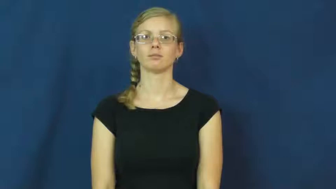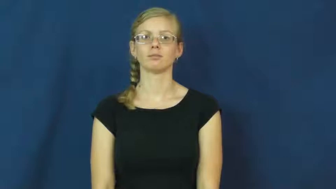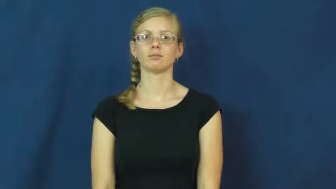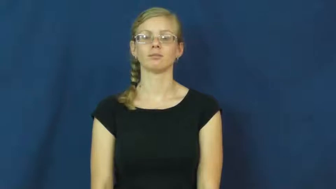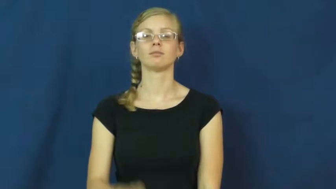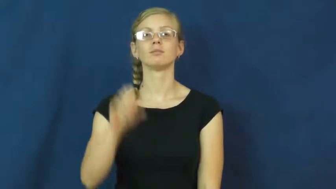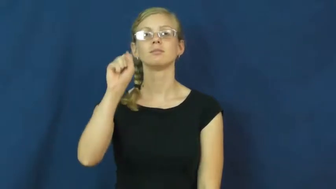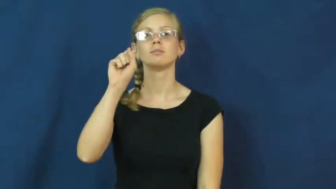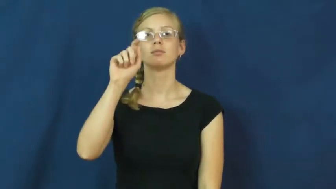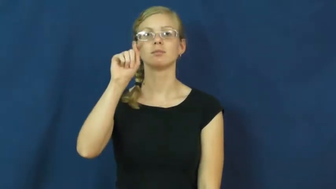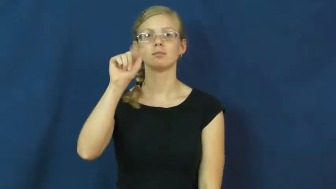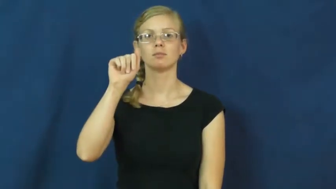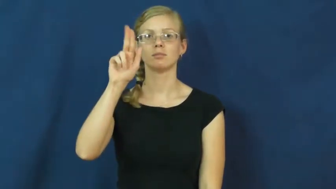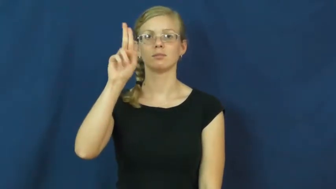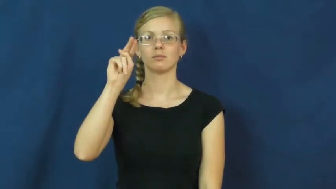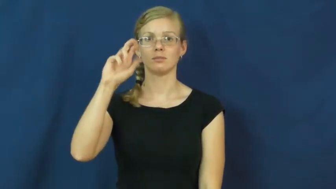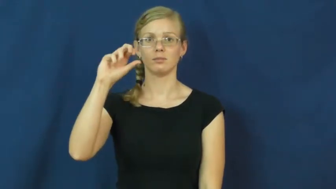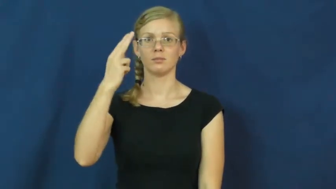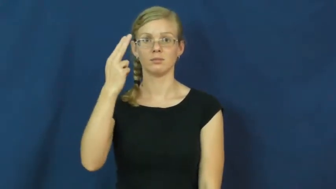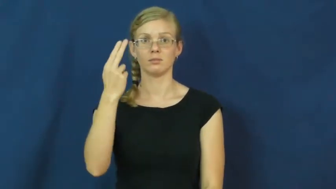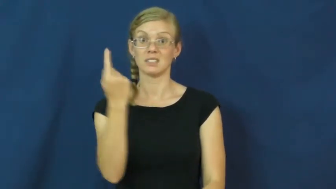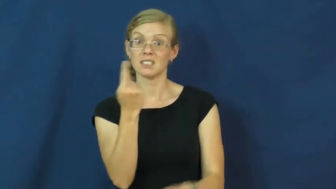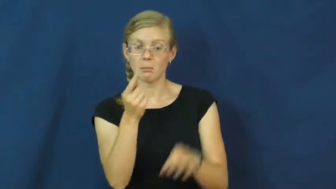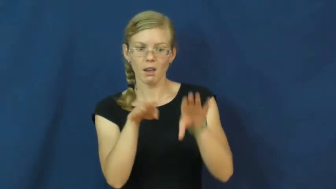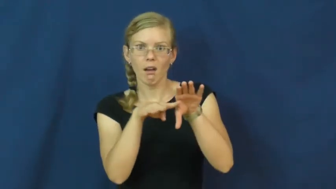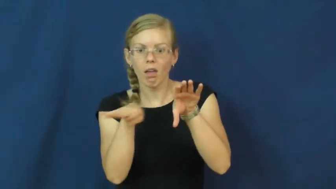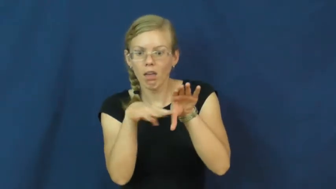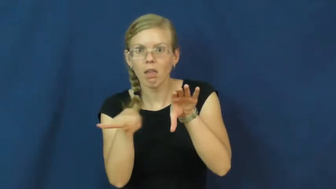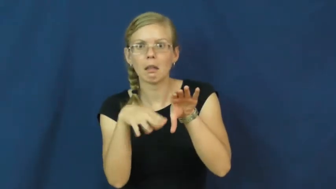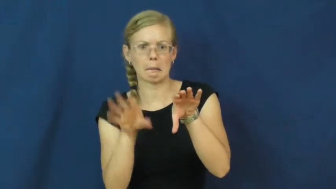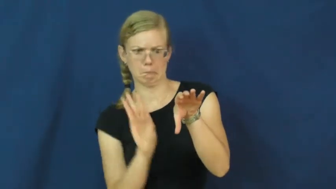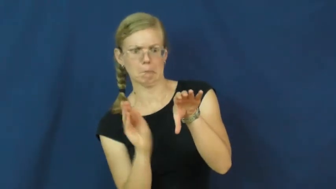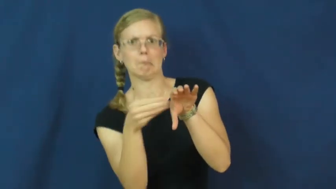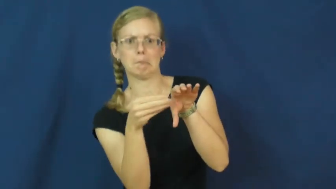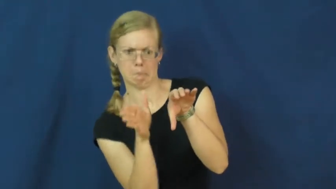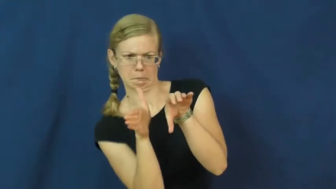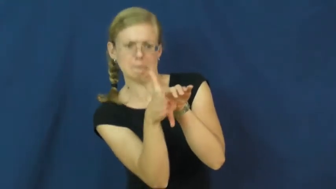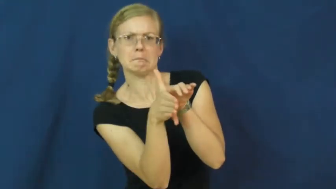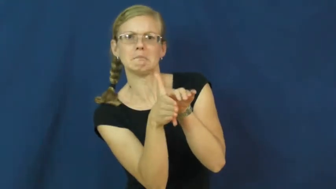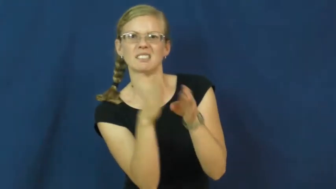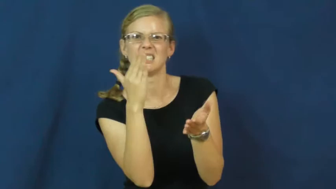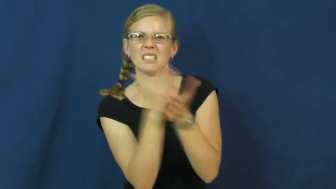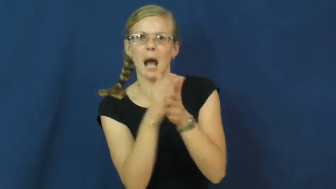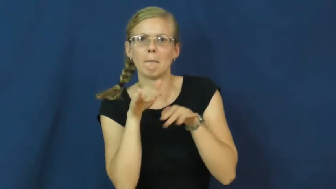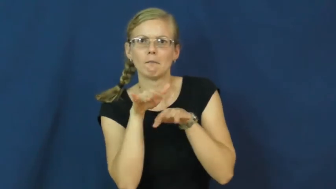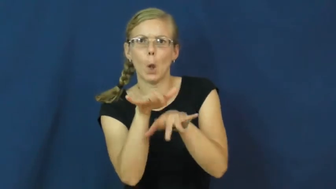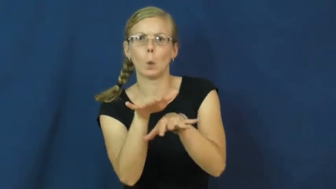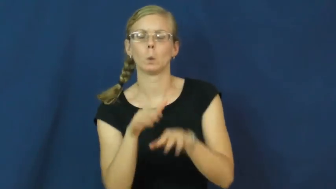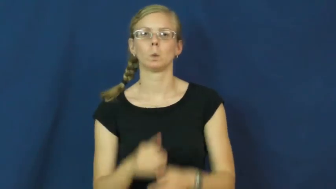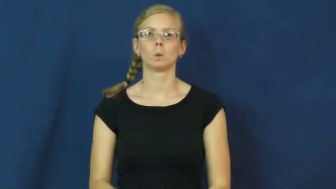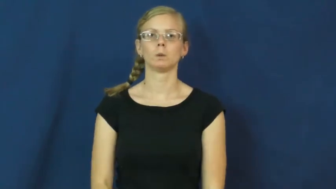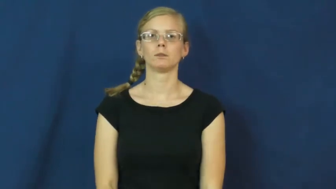staunch-stop flow